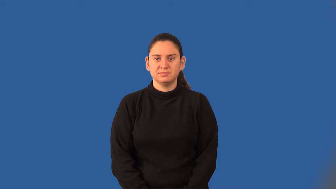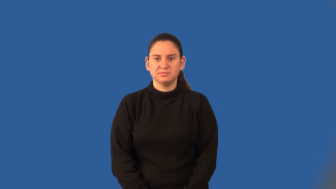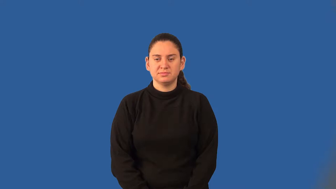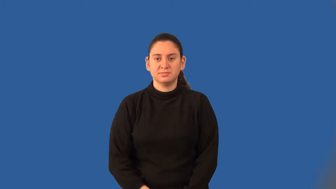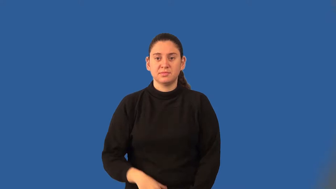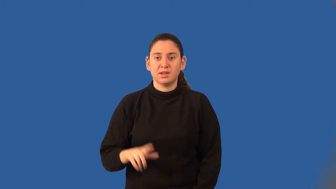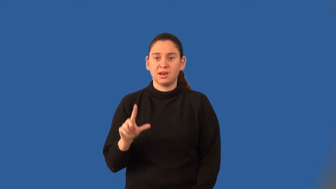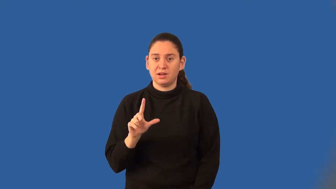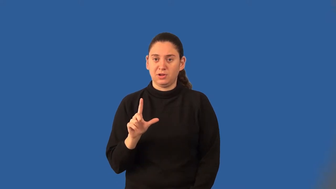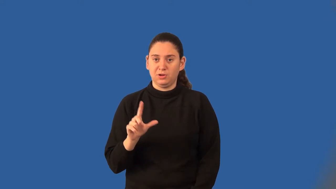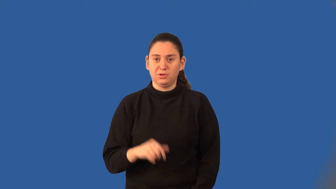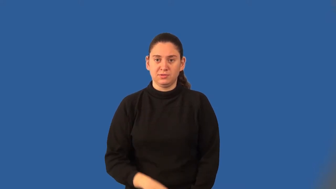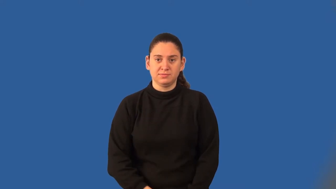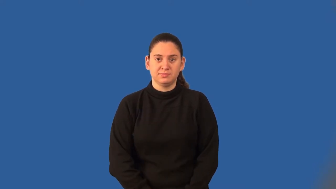liter